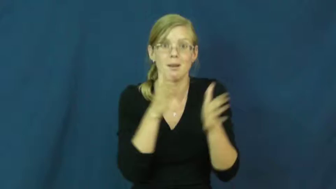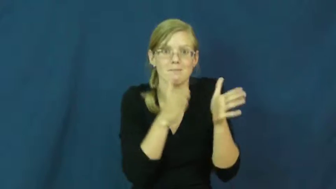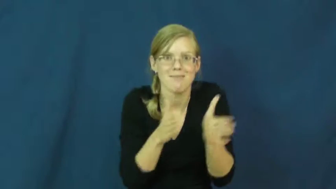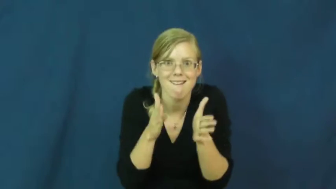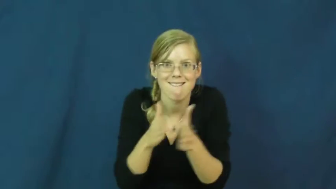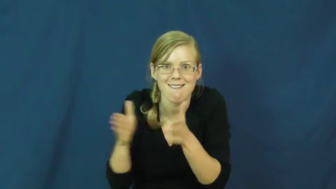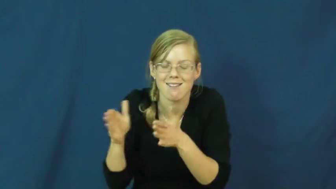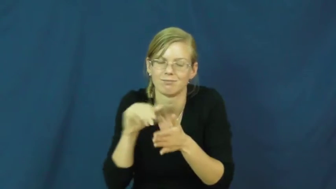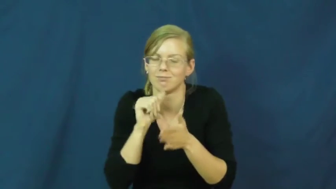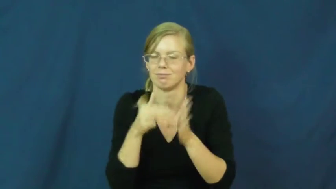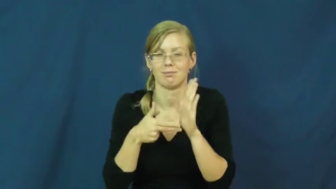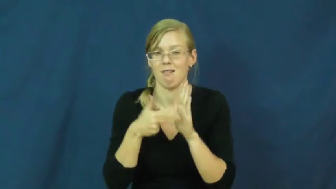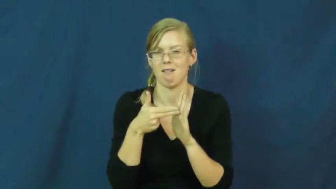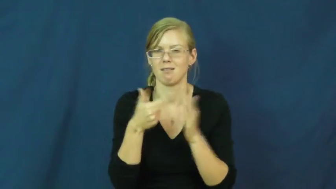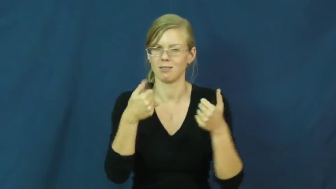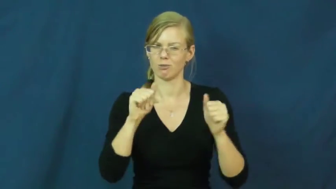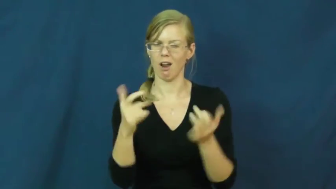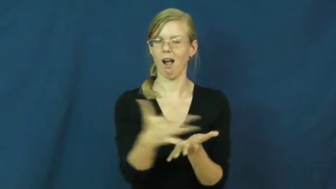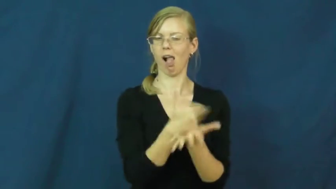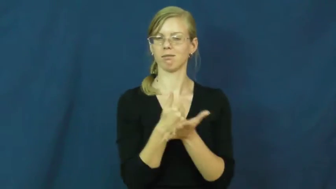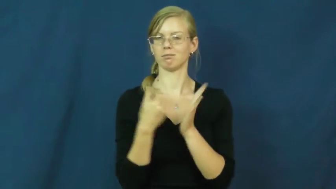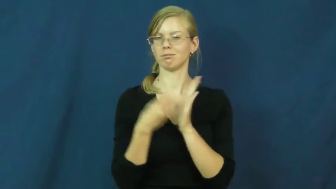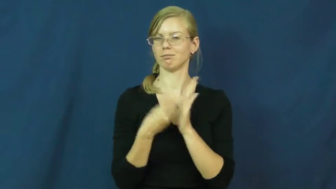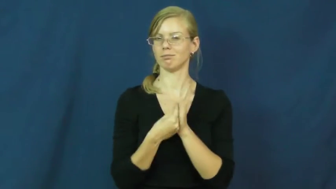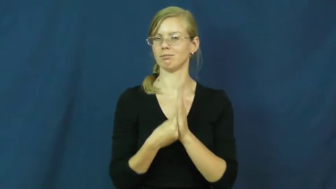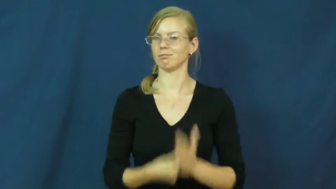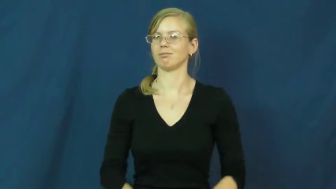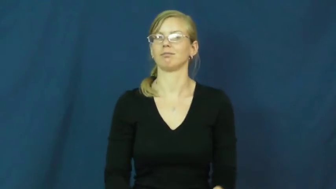scam,bunco,flimflam,gazump,ripoff,con,rook,setup,spiv,take,wangle,burn